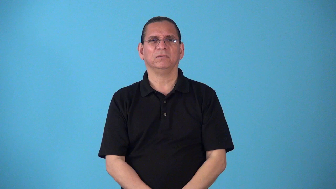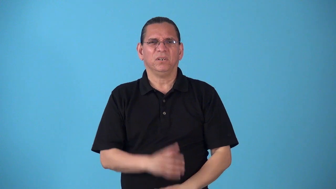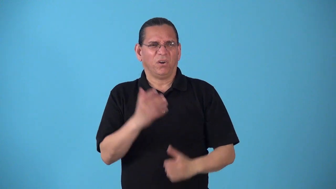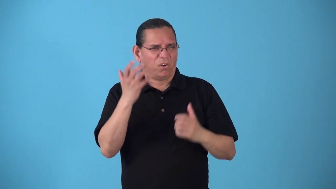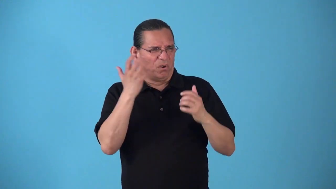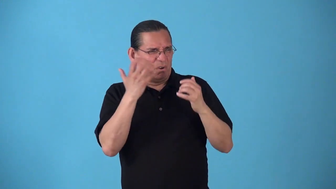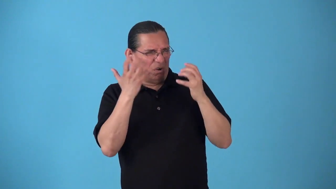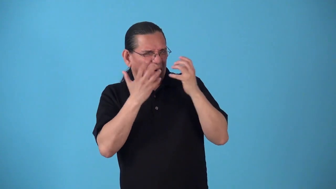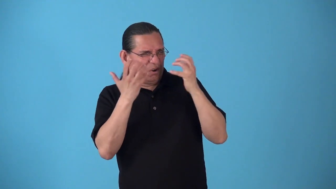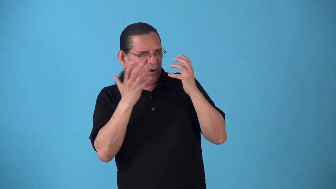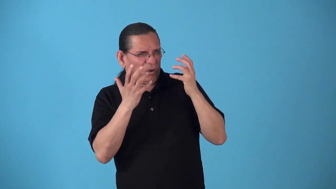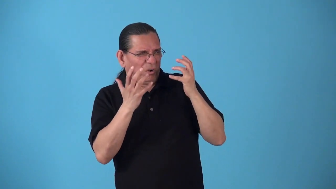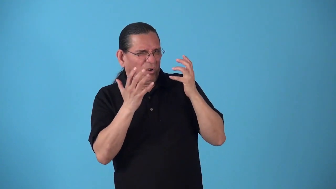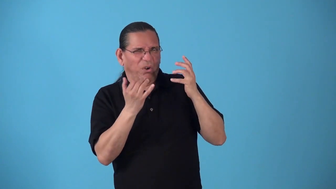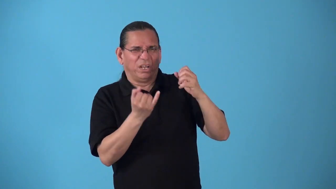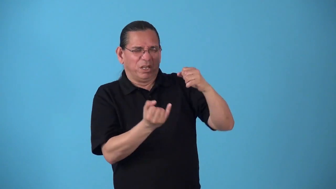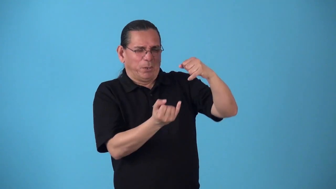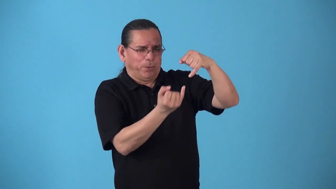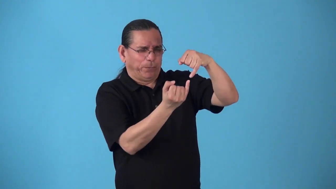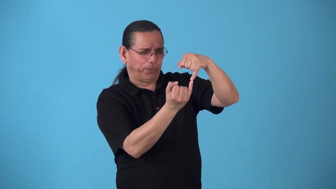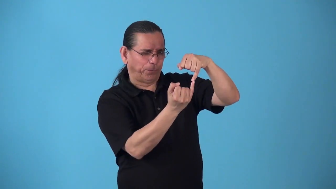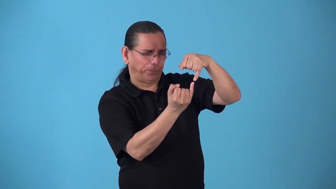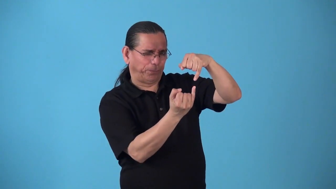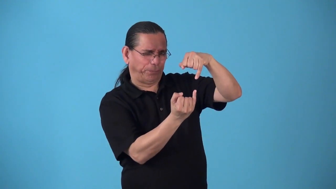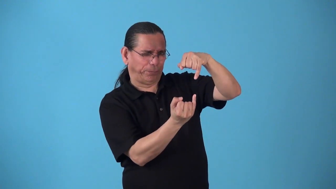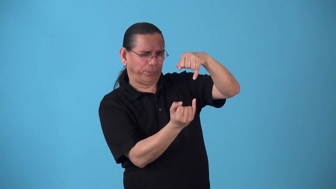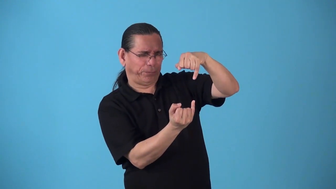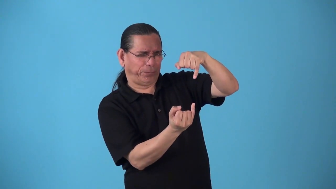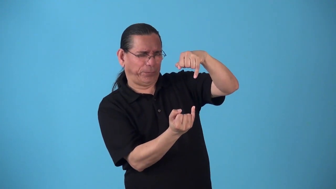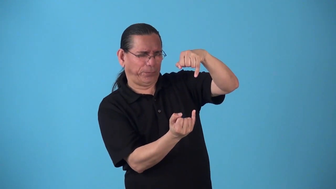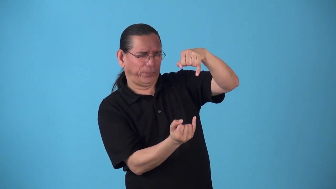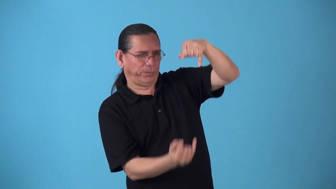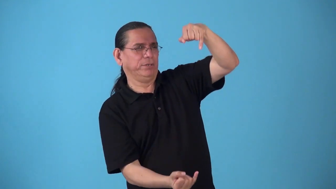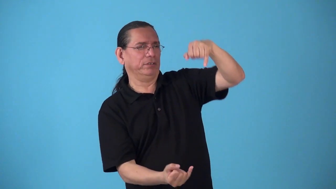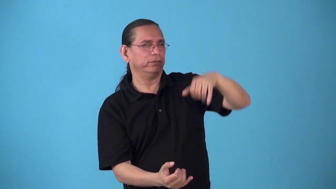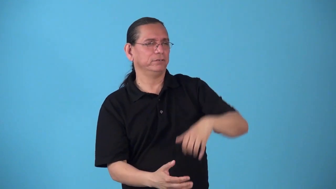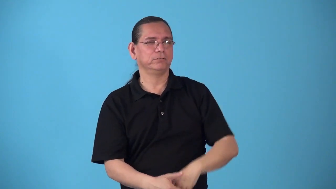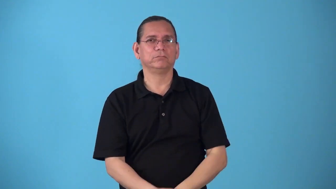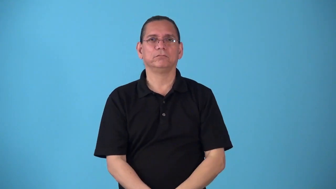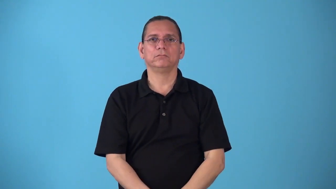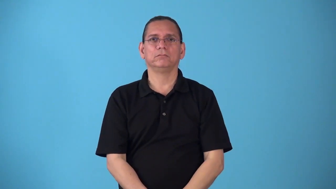"all skin and bones","just skin and bones",gaunt